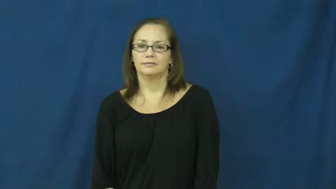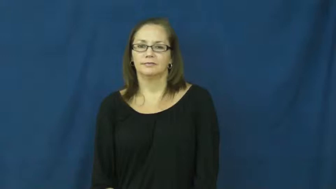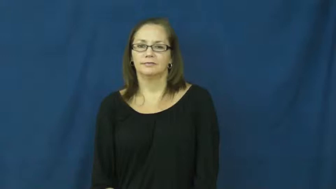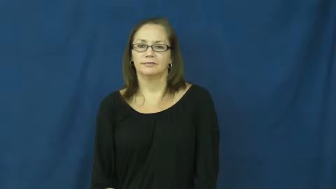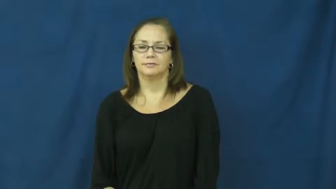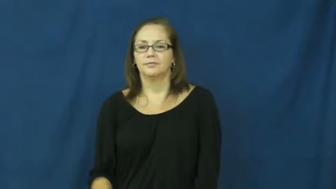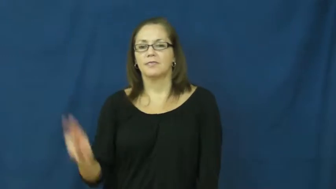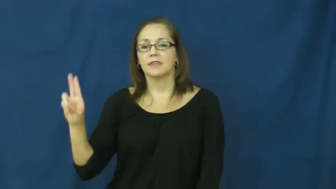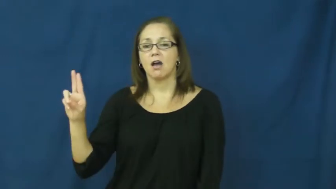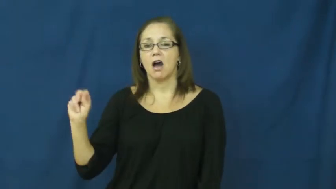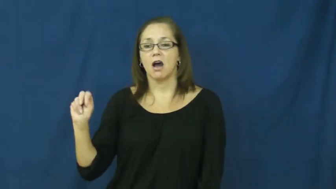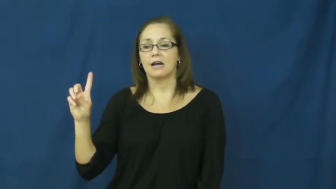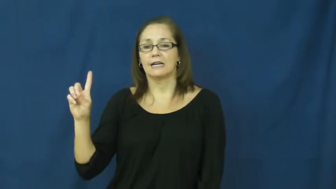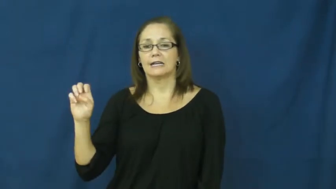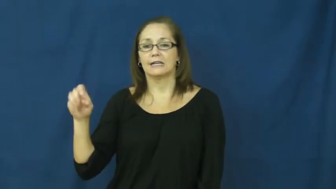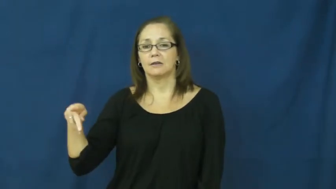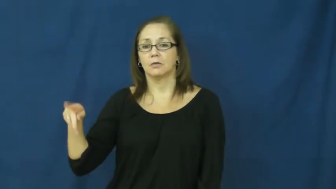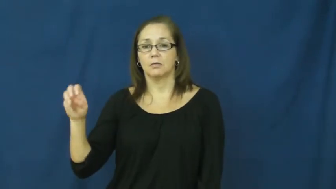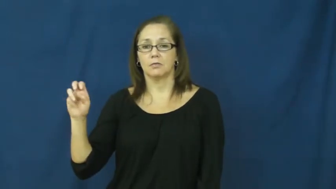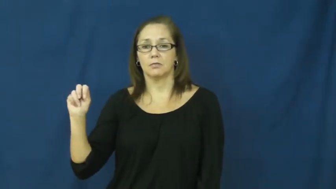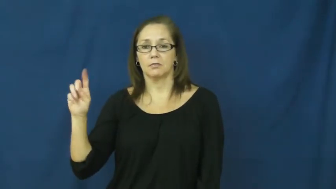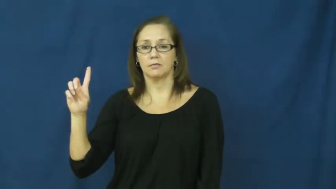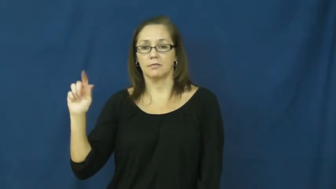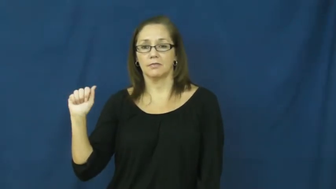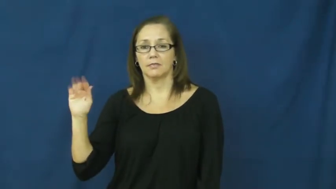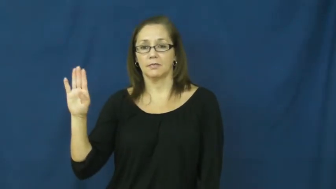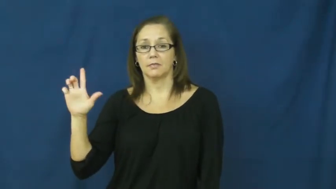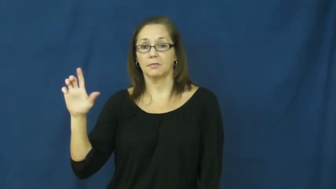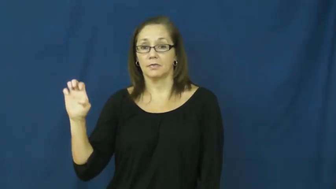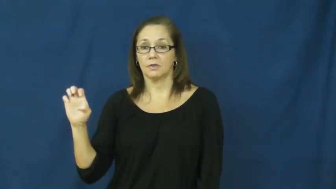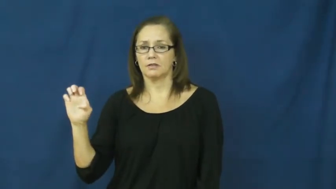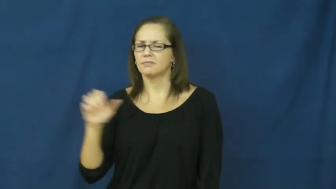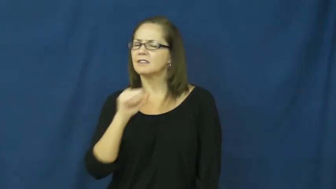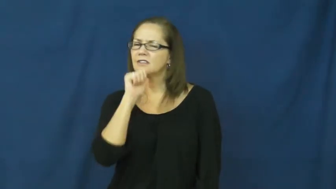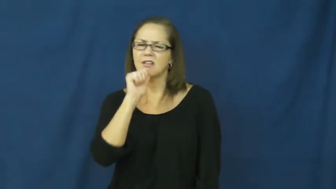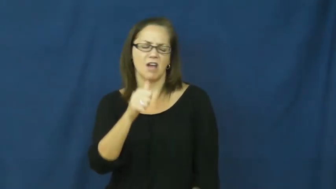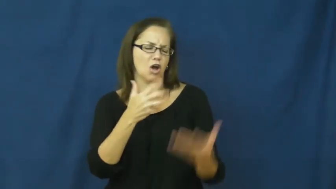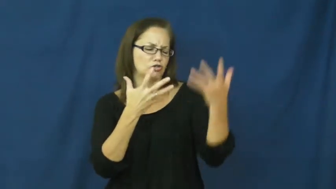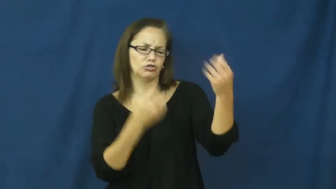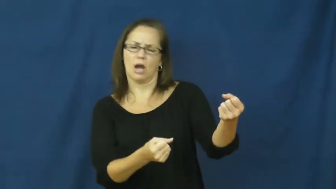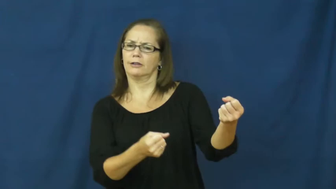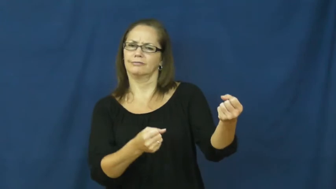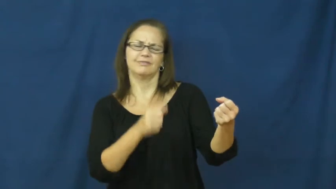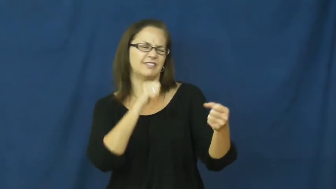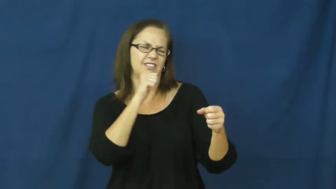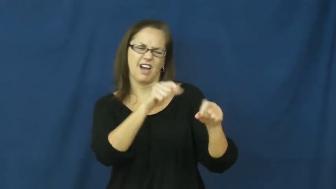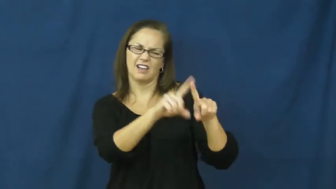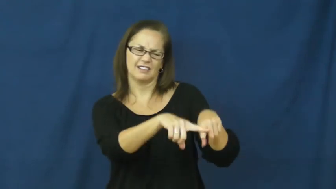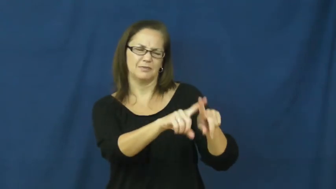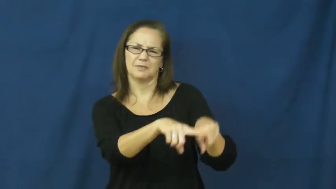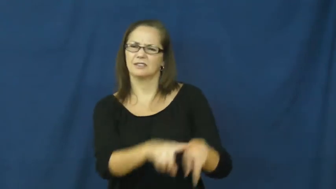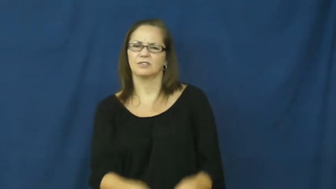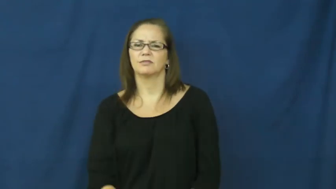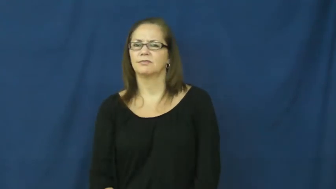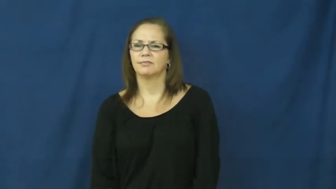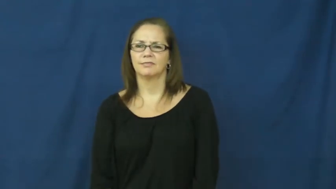undependable